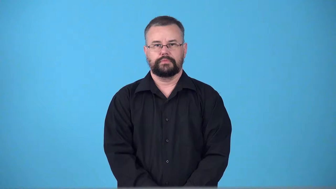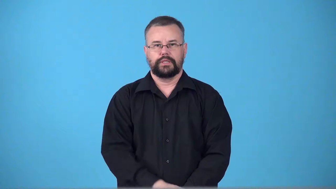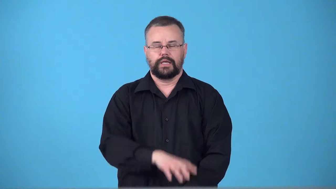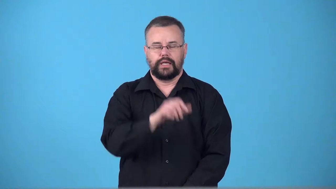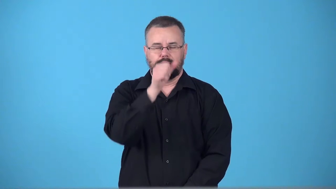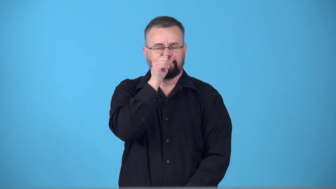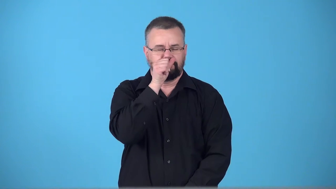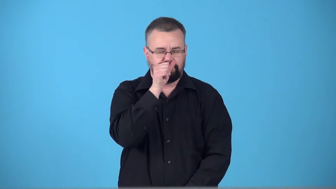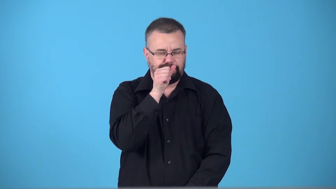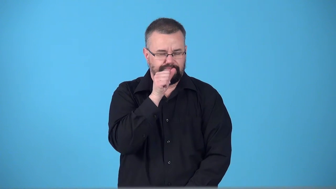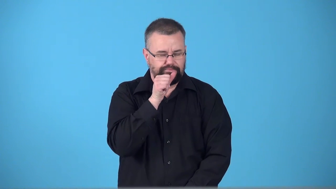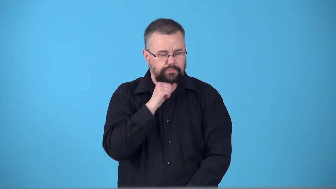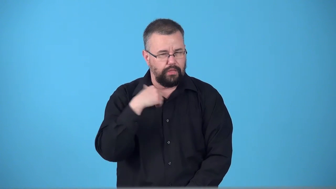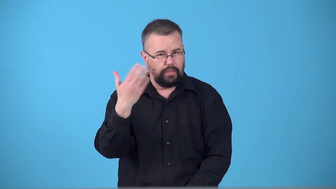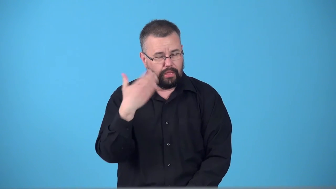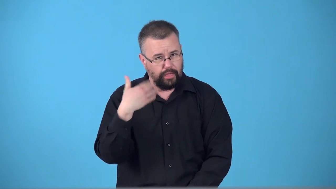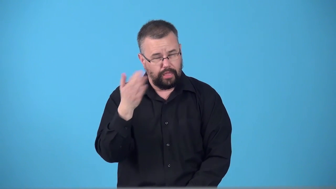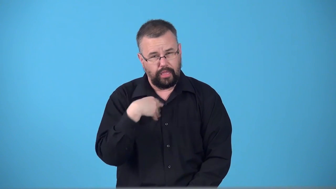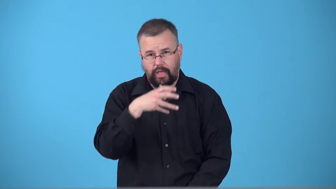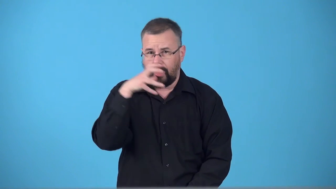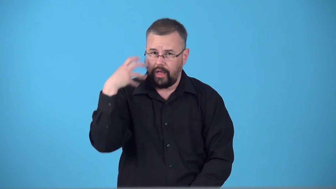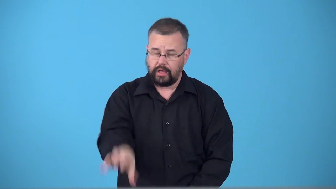swelter